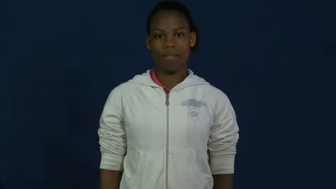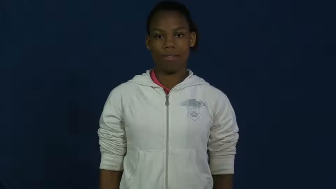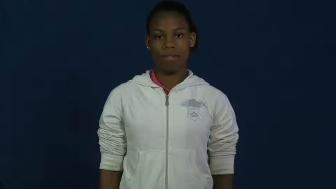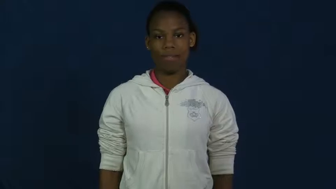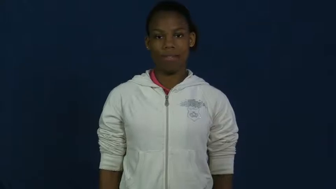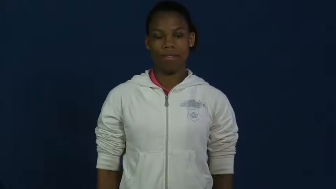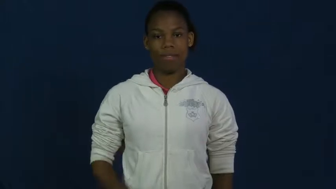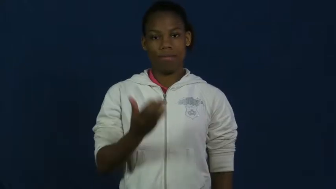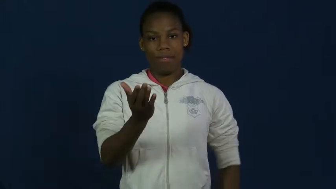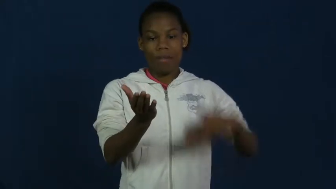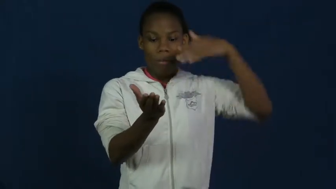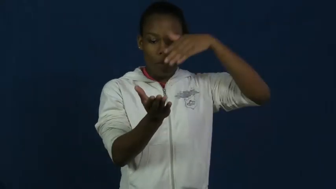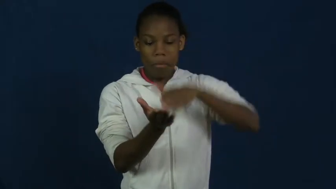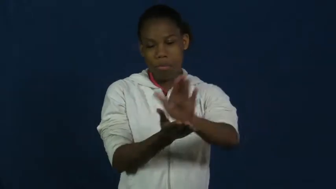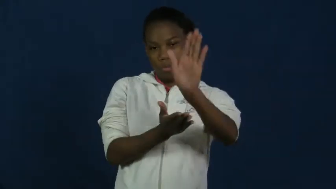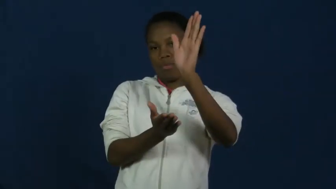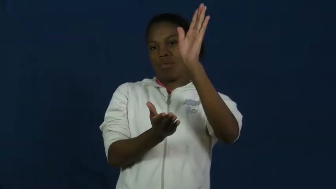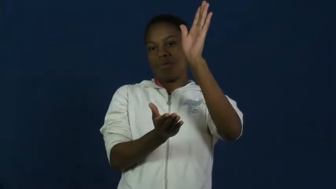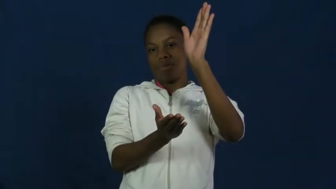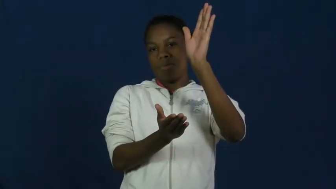slip,slide